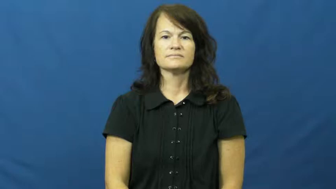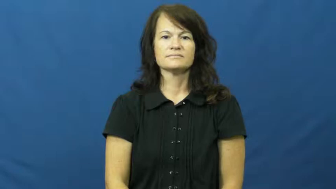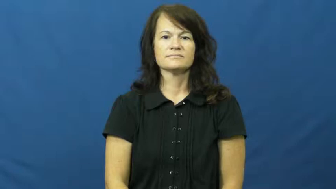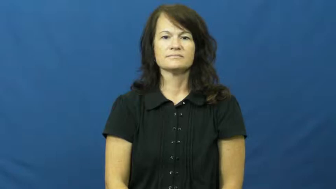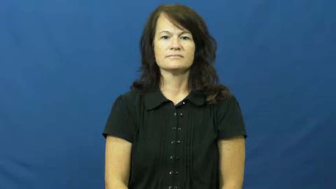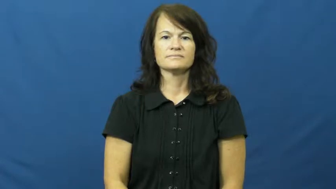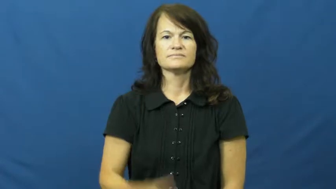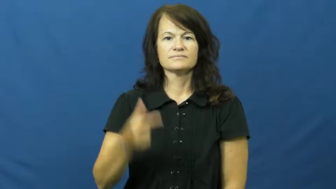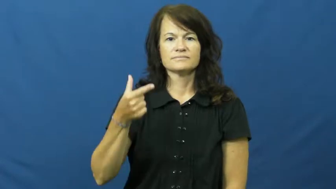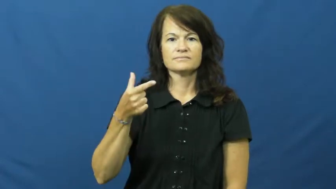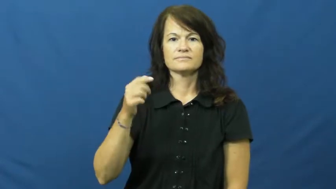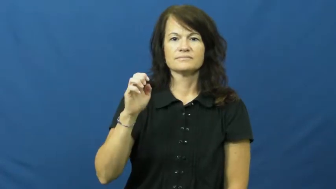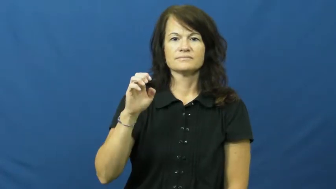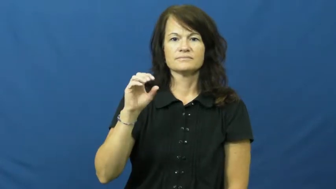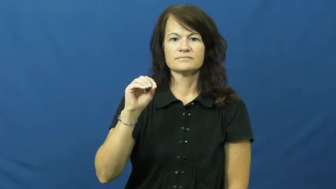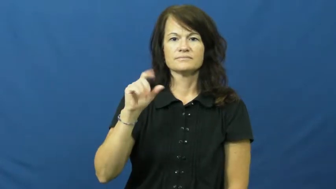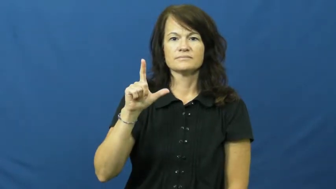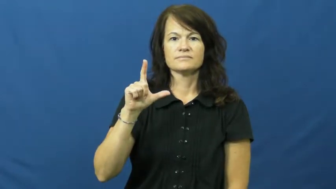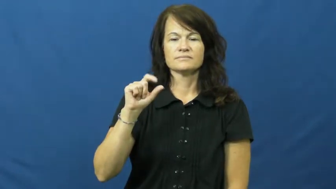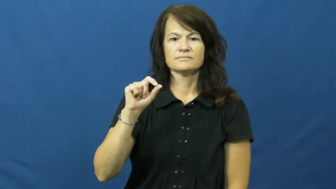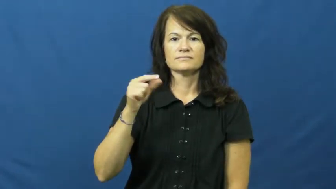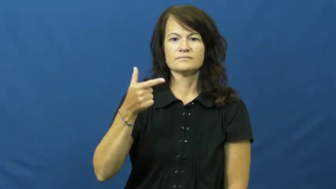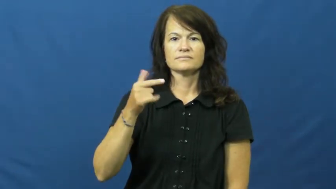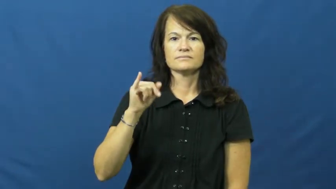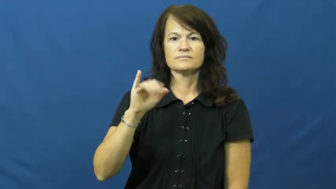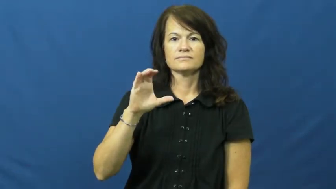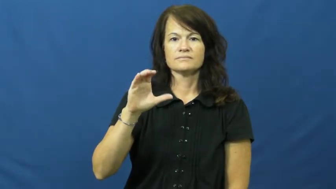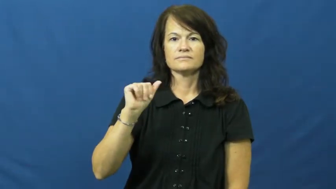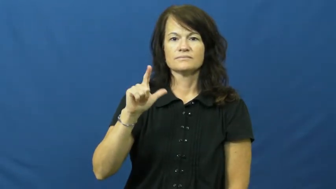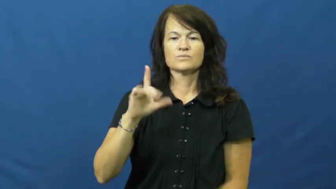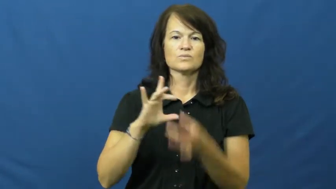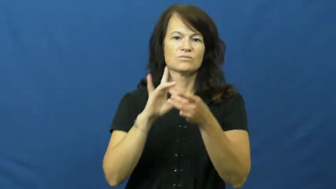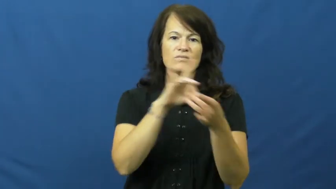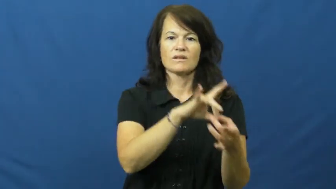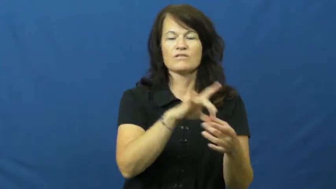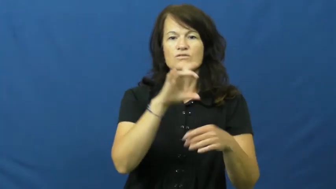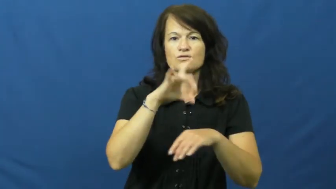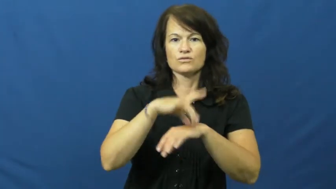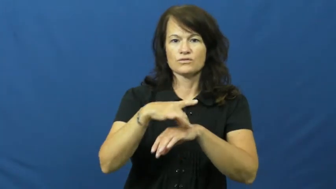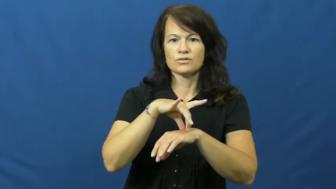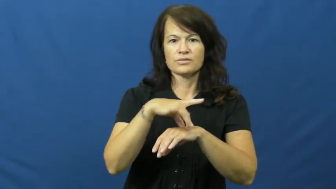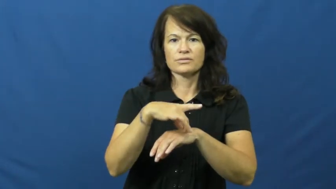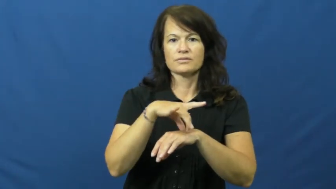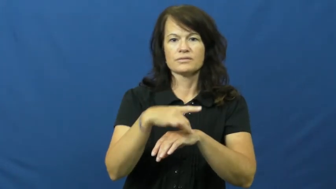geological